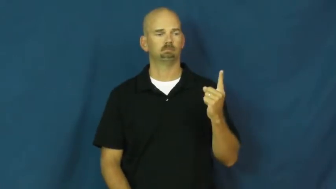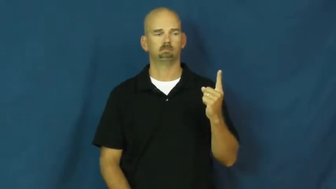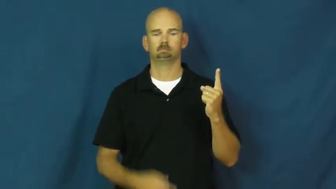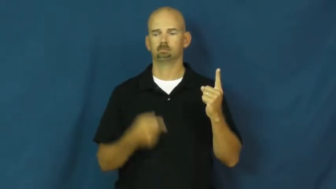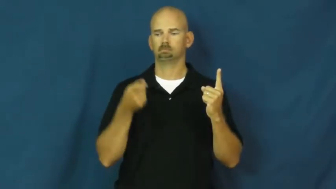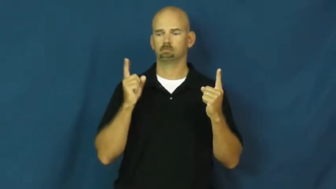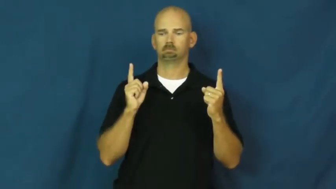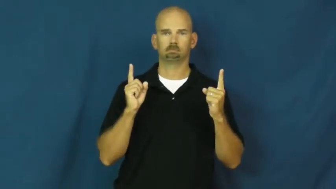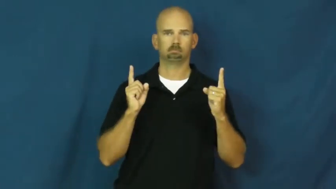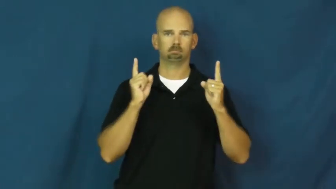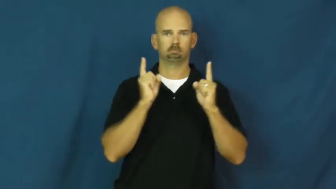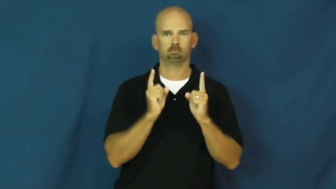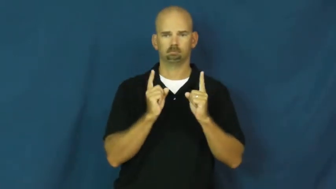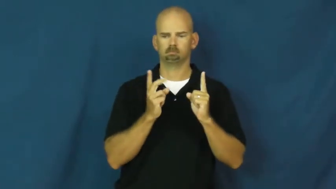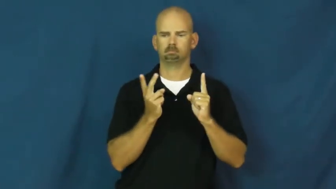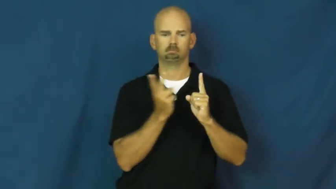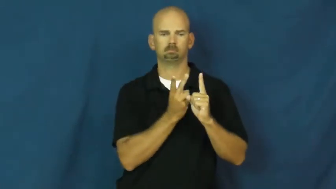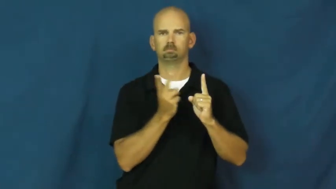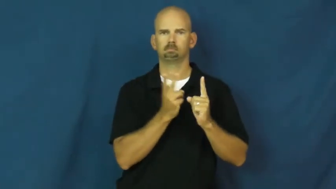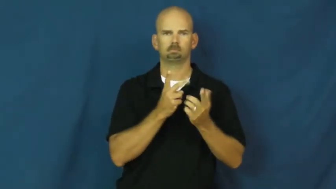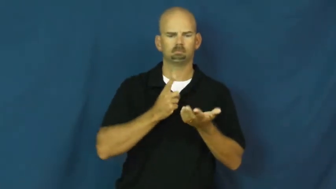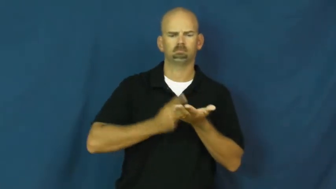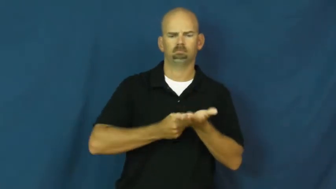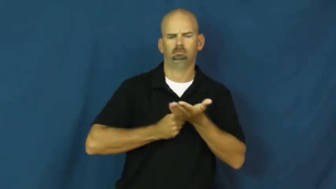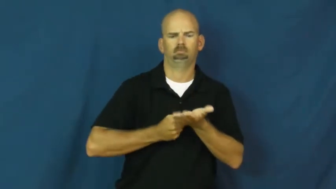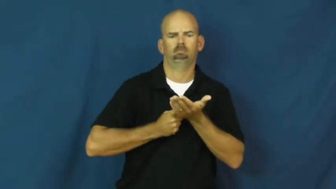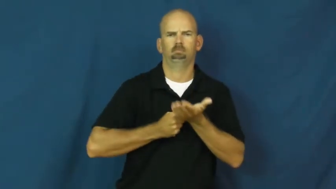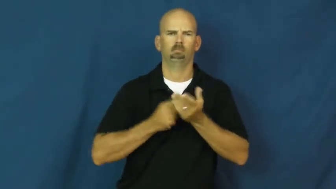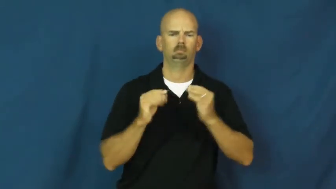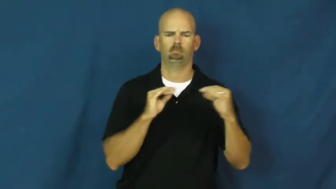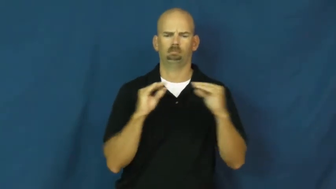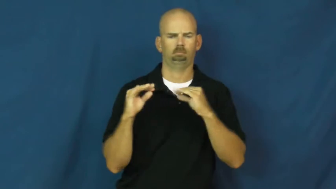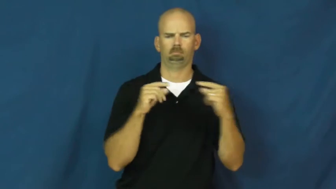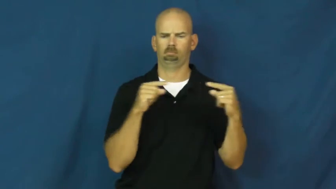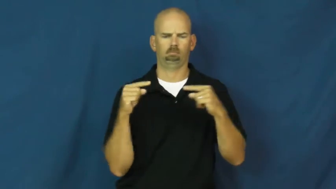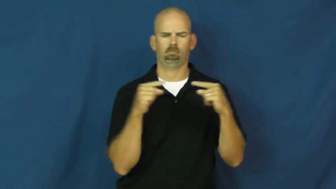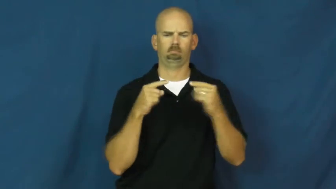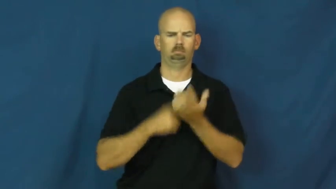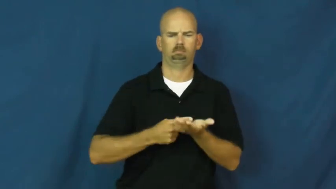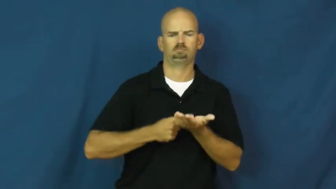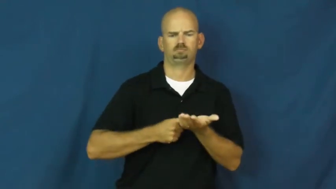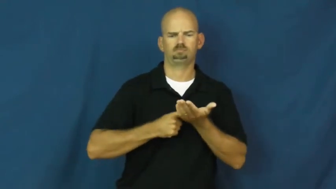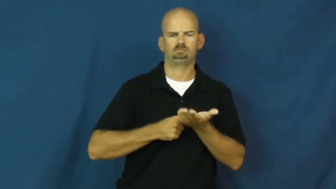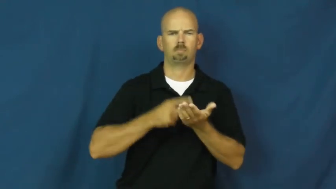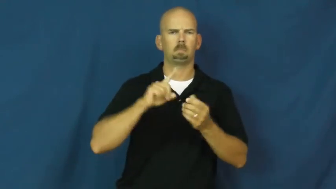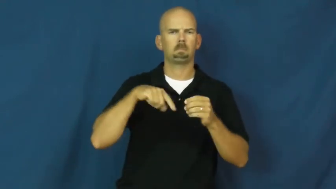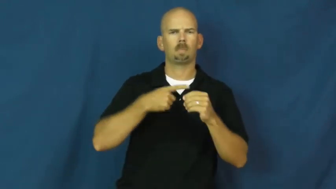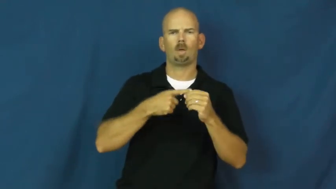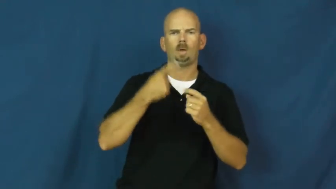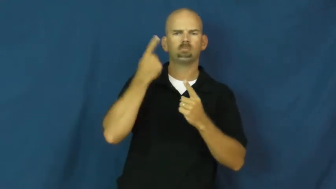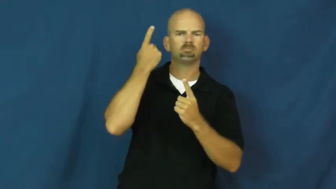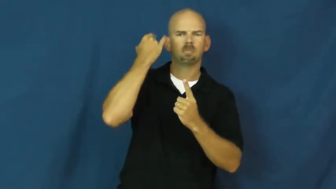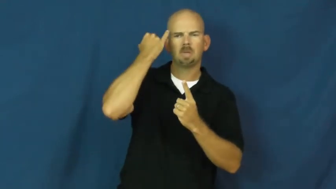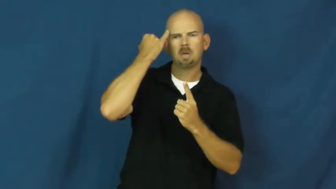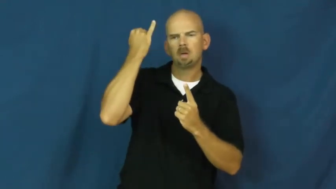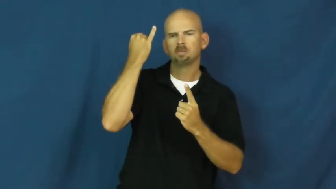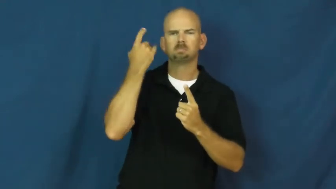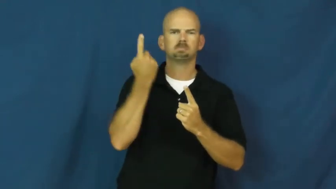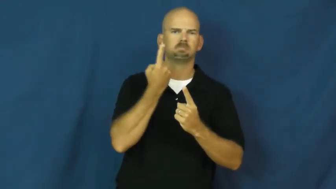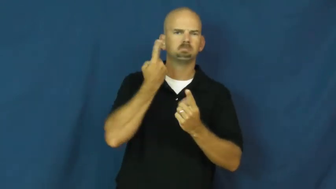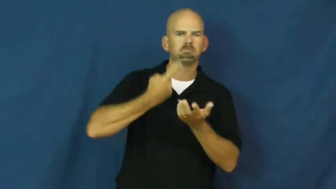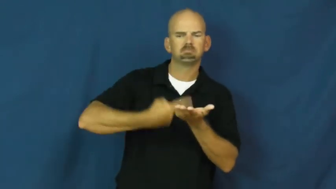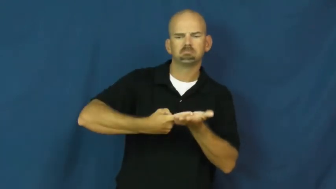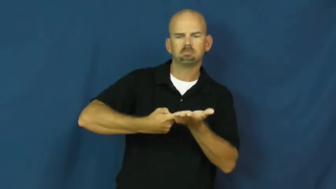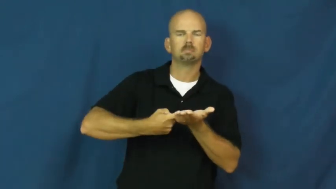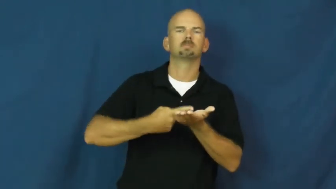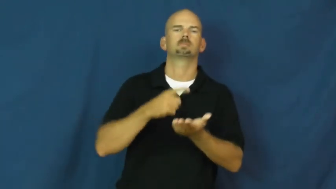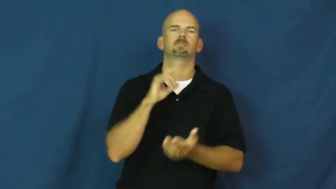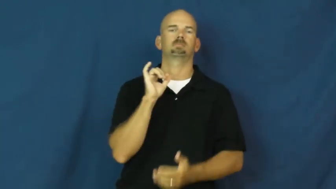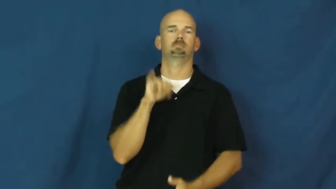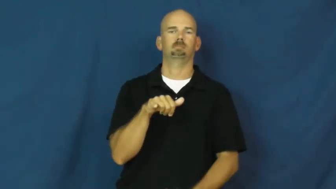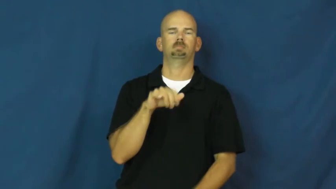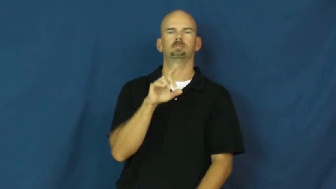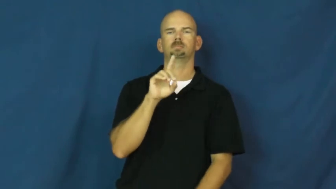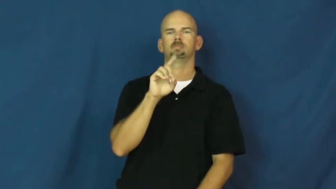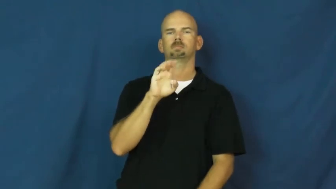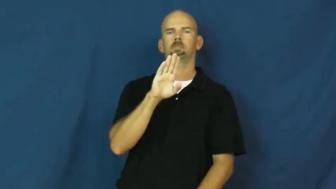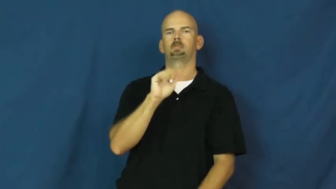debate